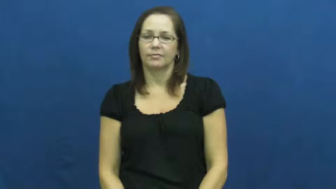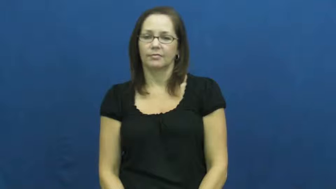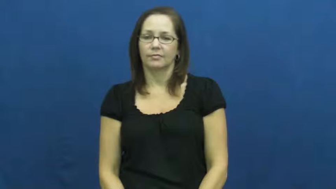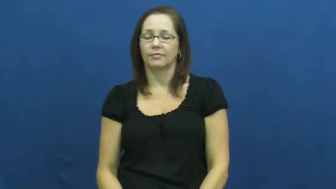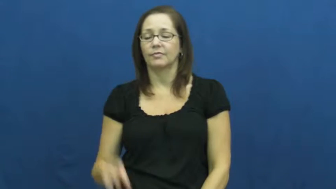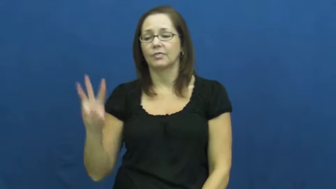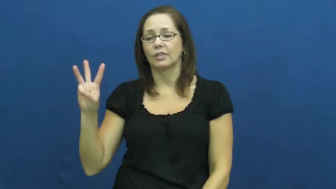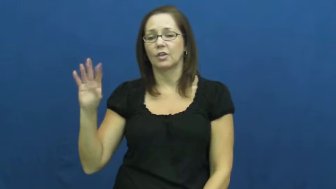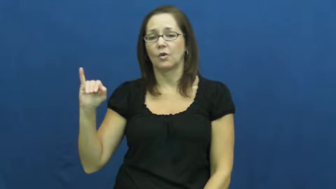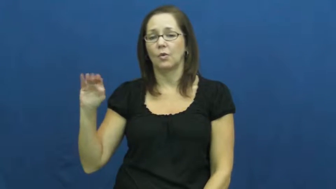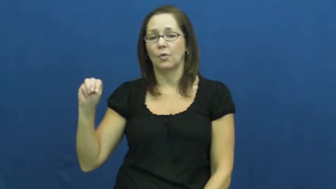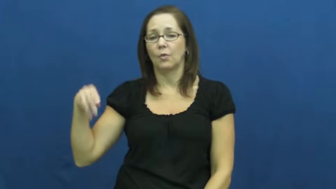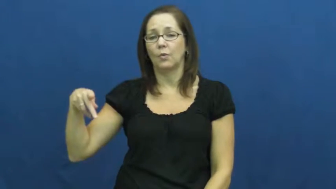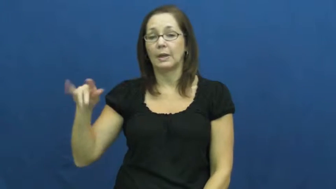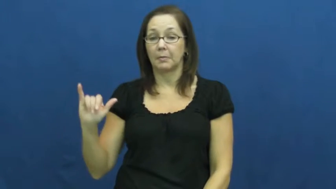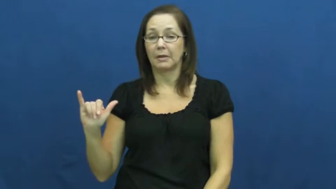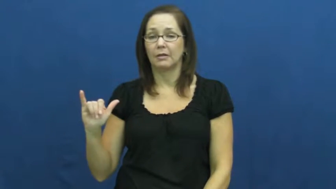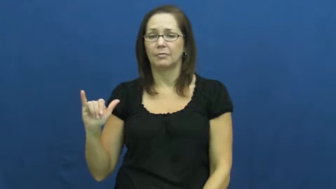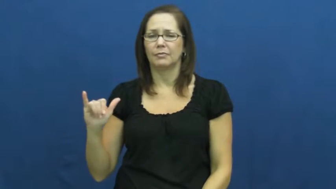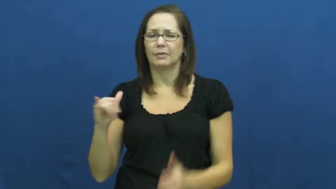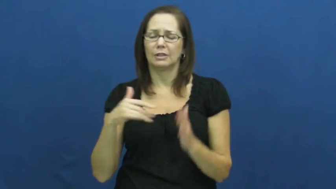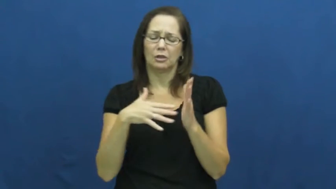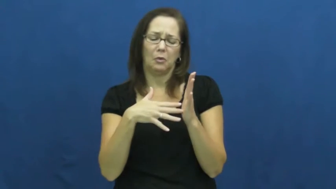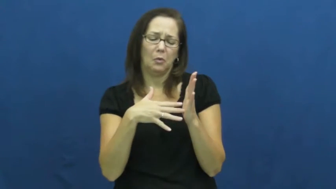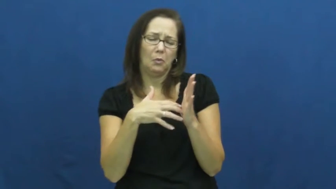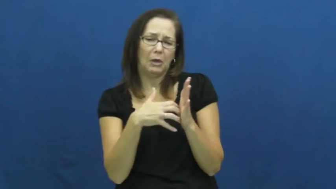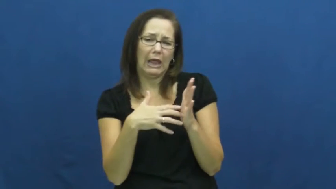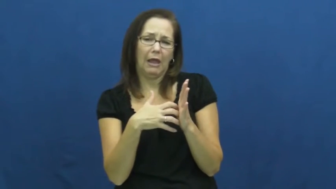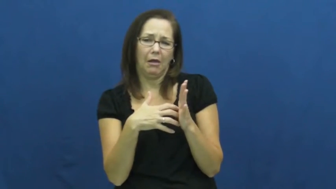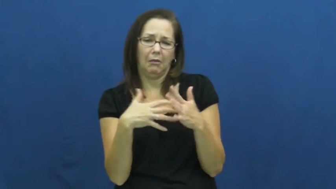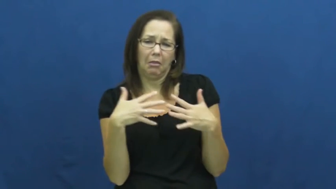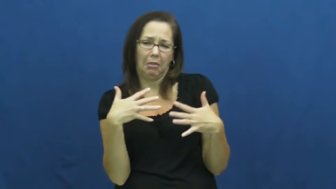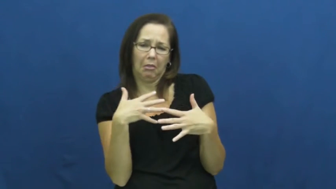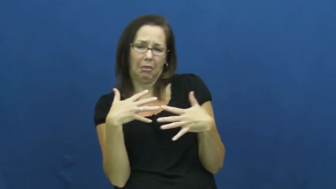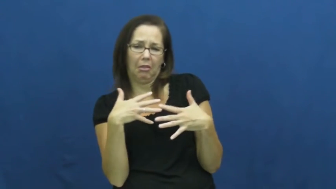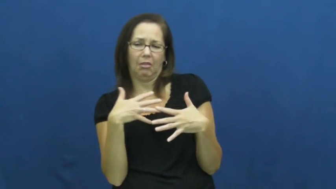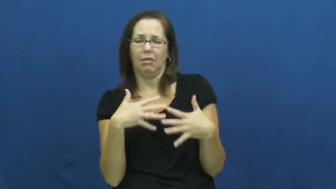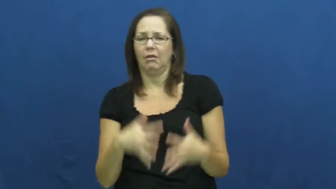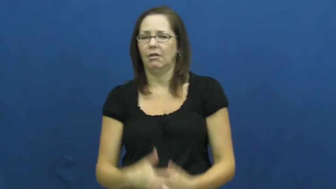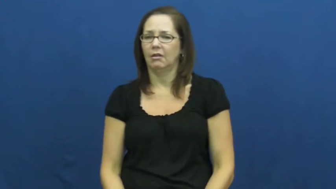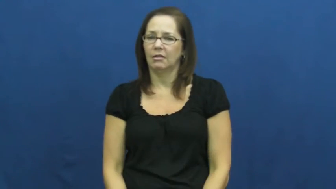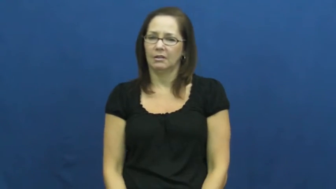wimpy